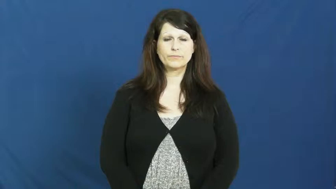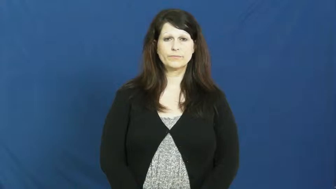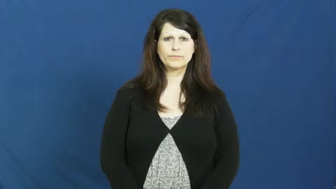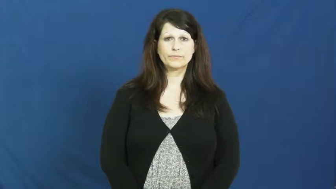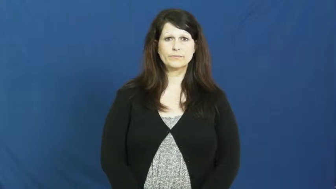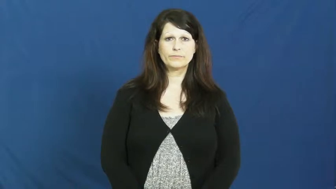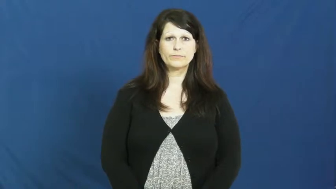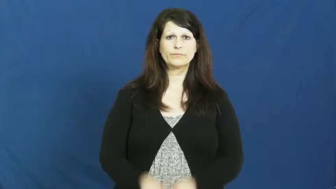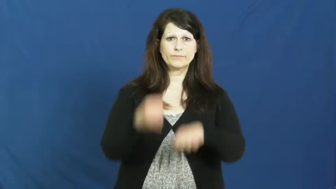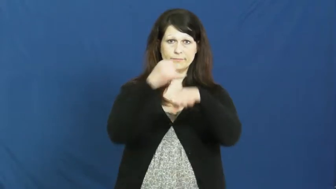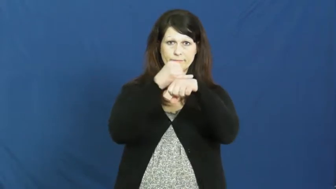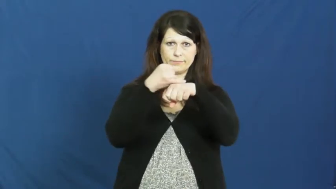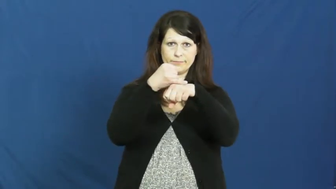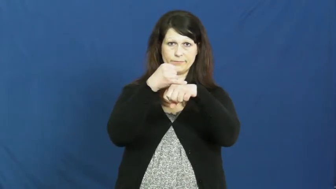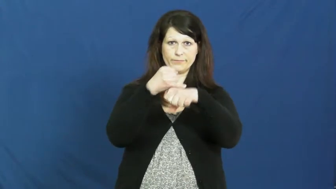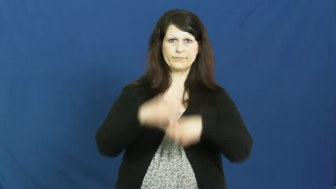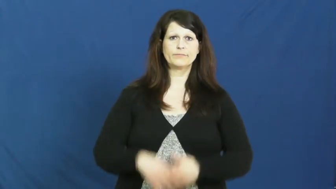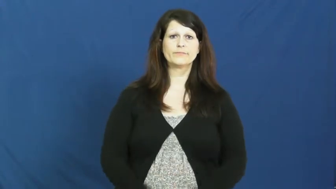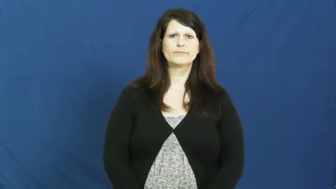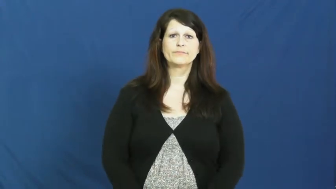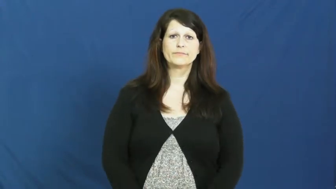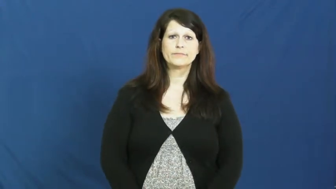island,isle